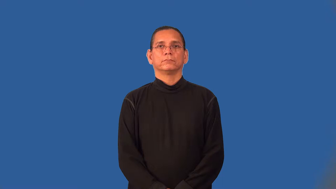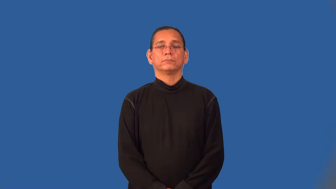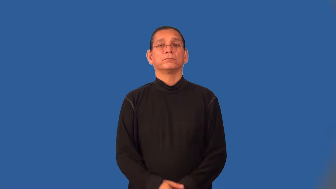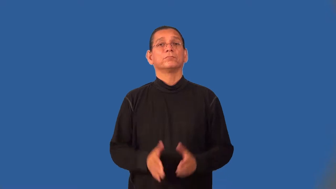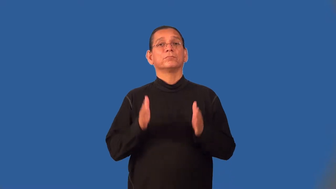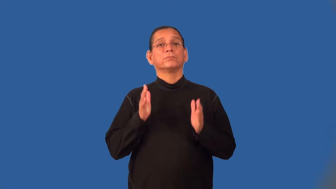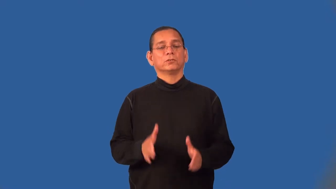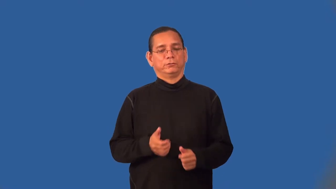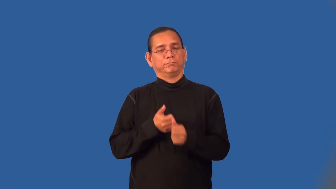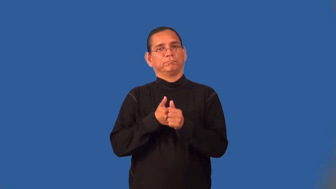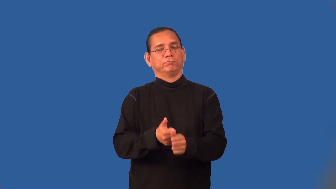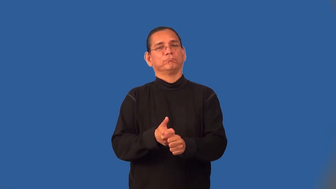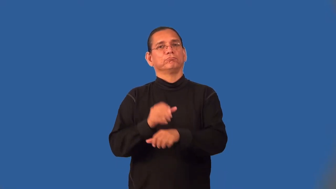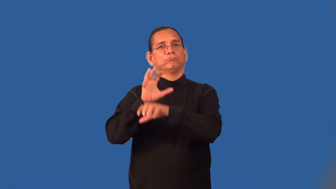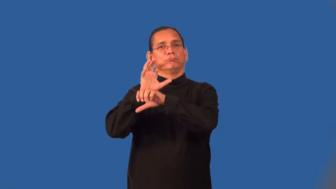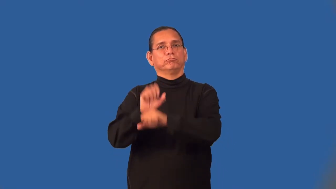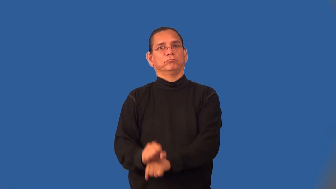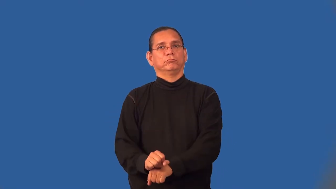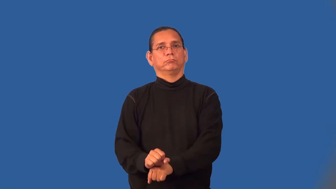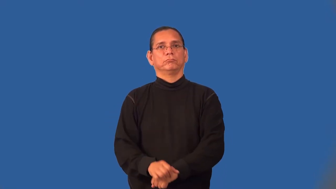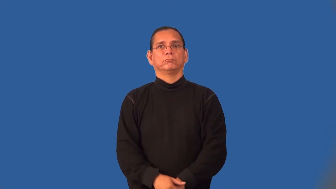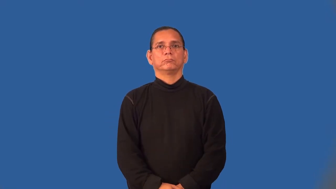traditionalist